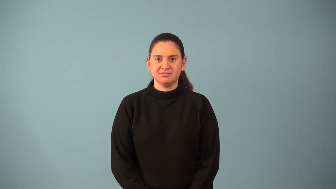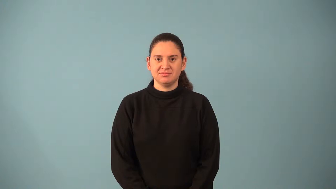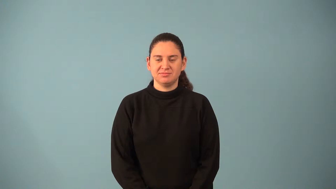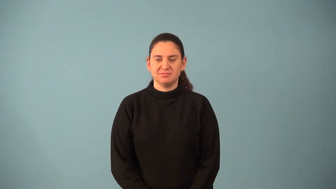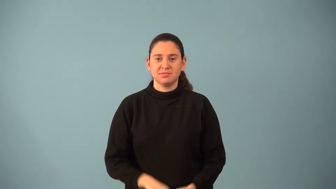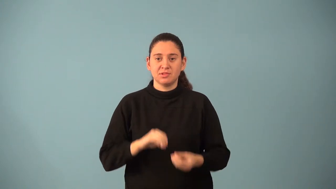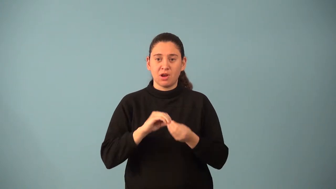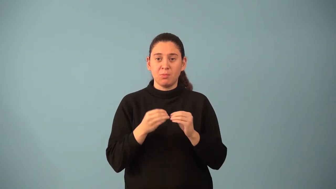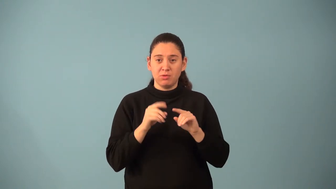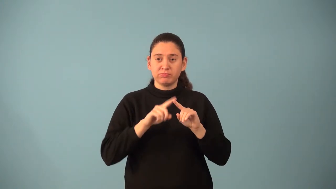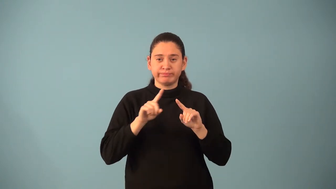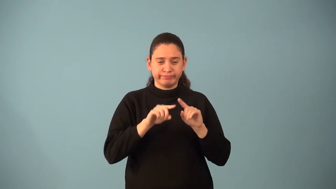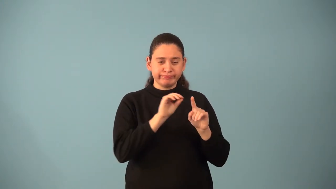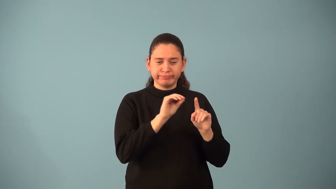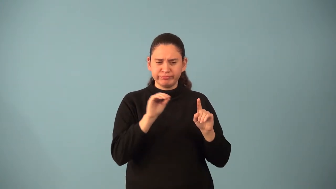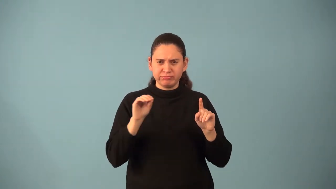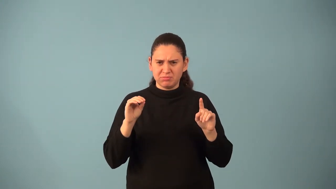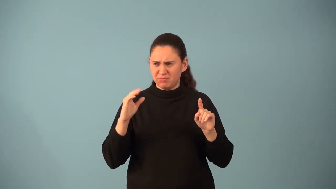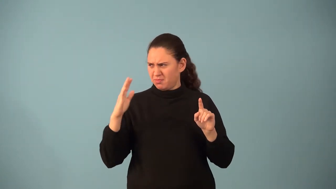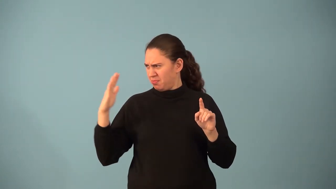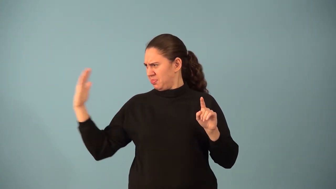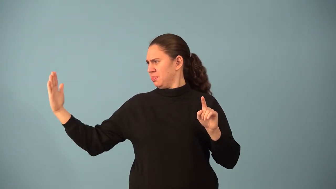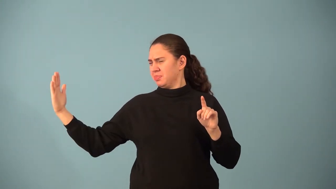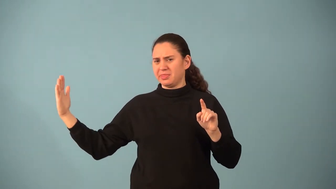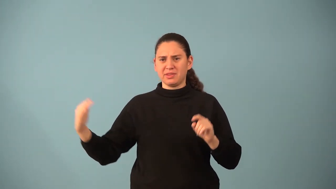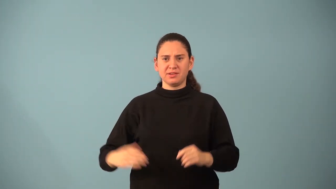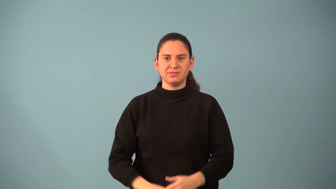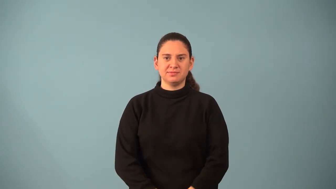outlier